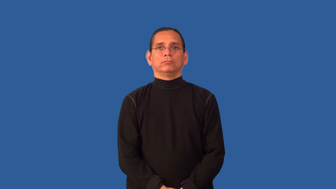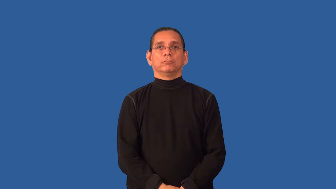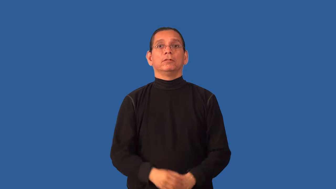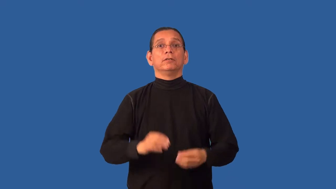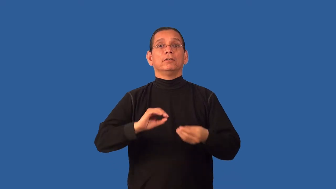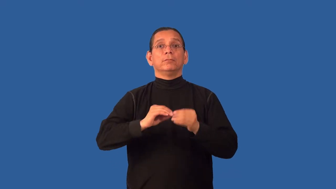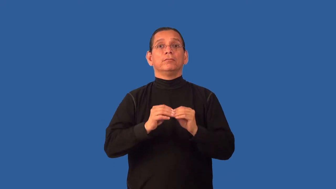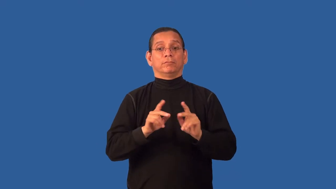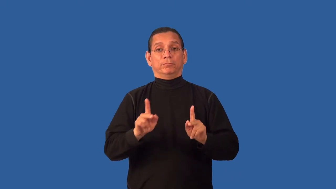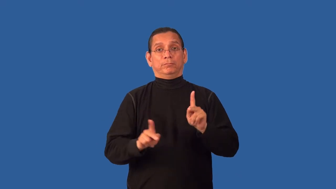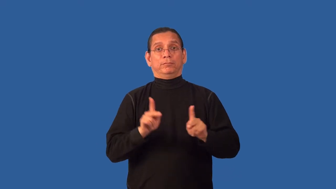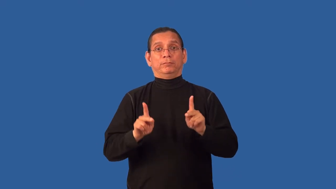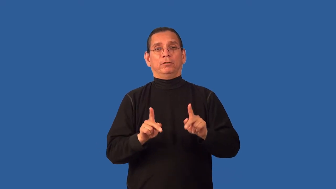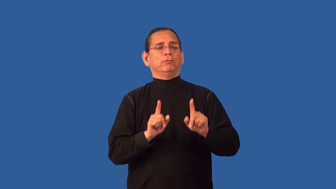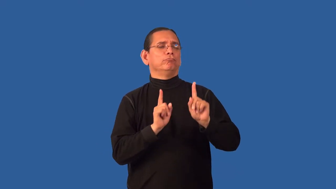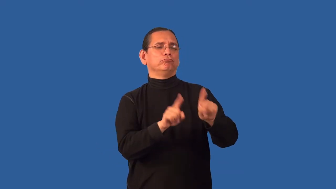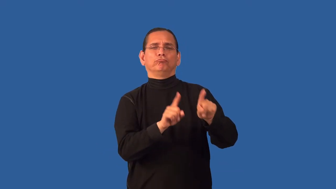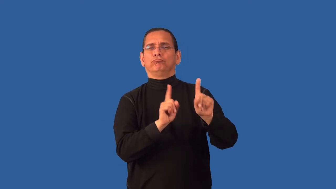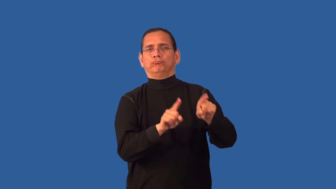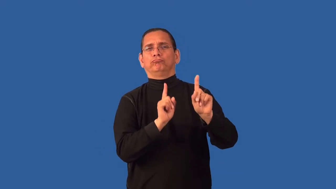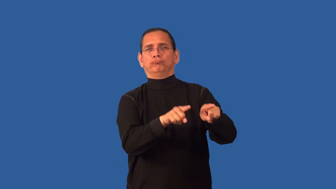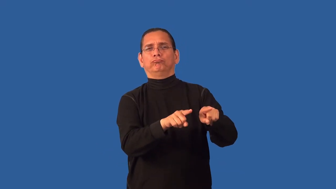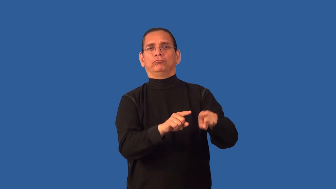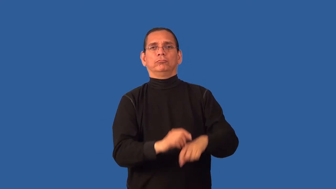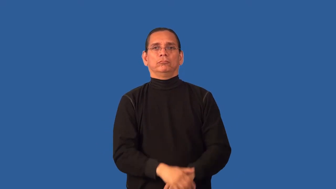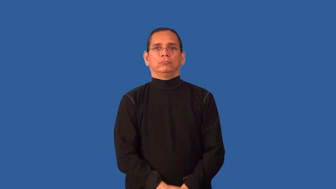attendance-how many people